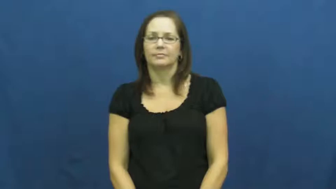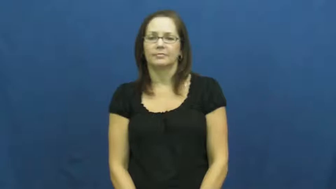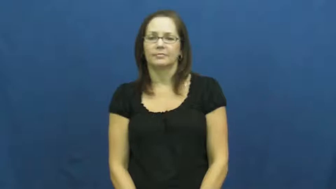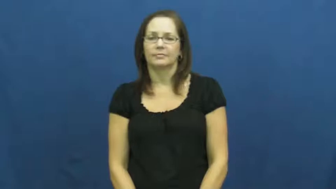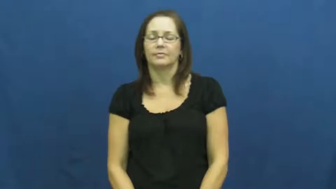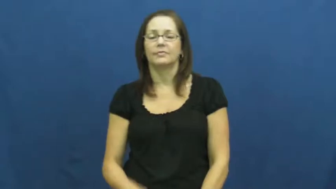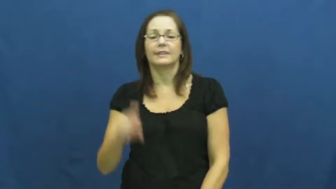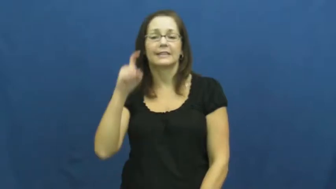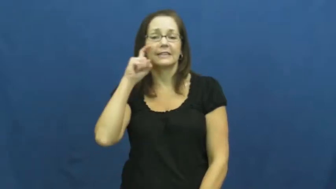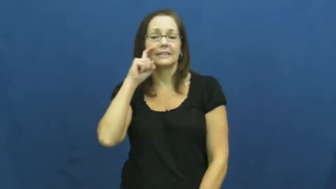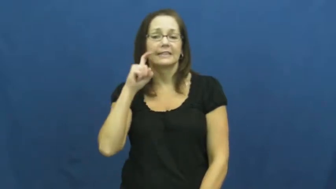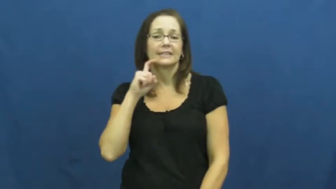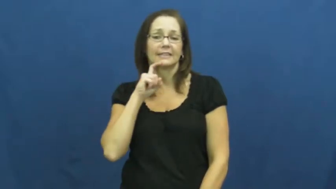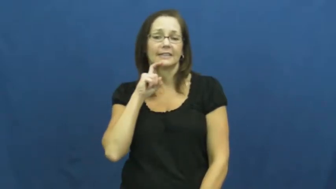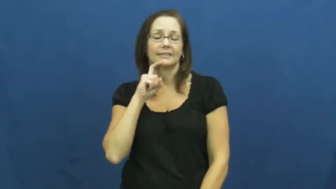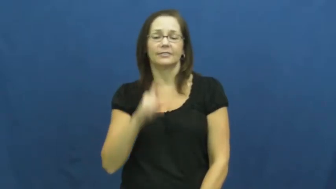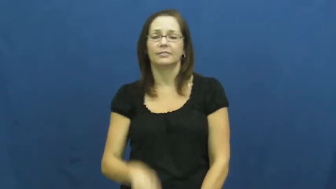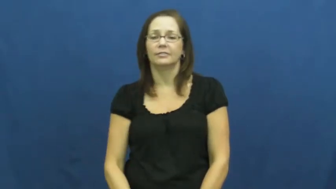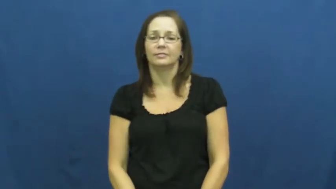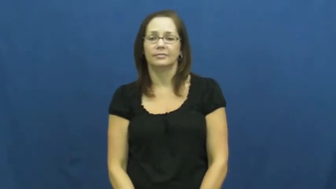sex